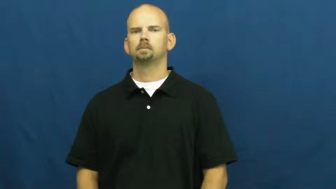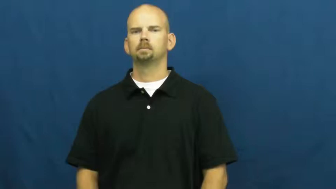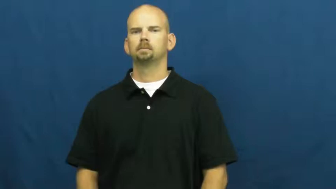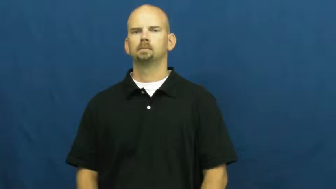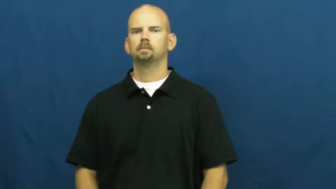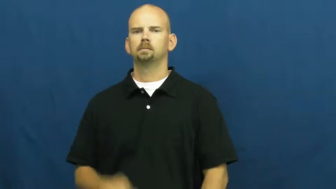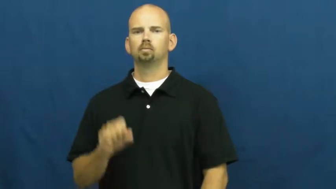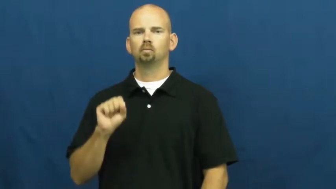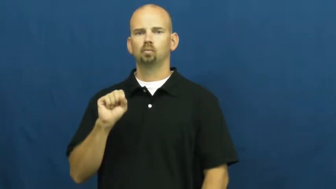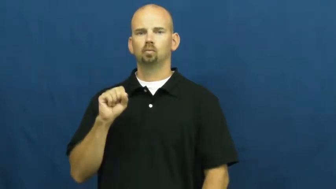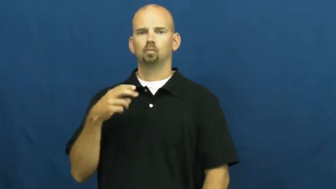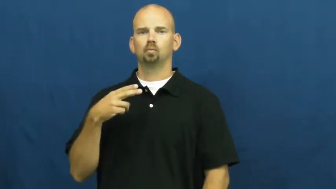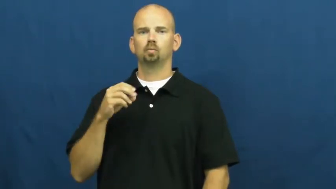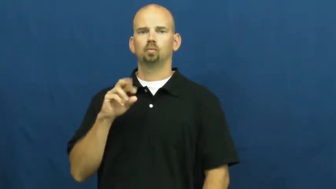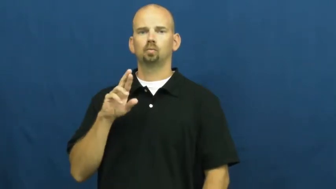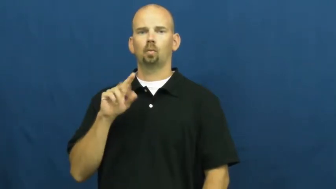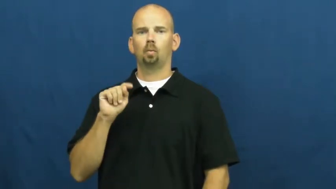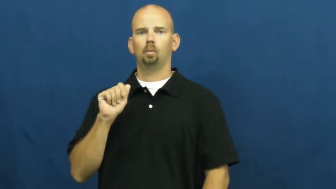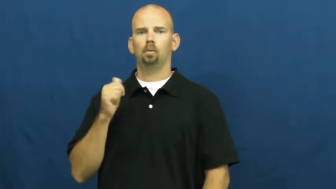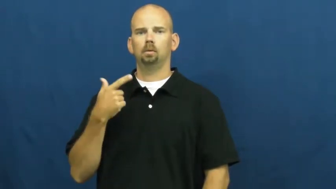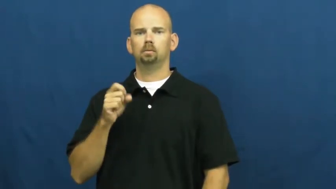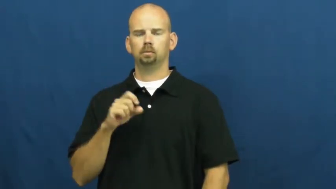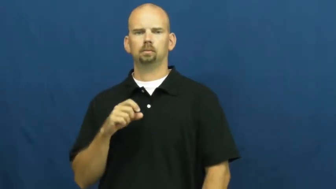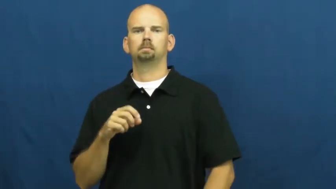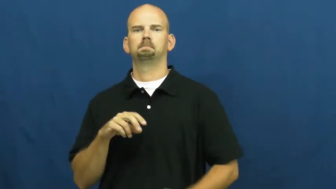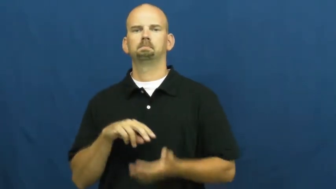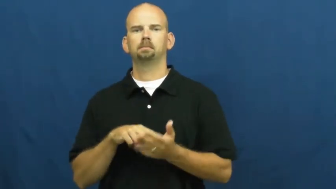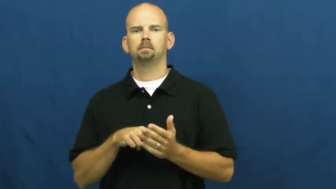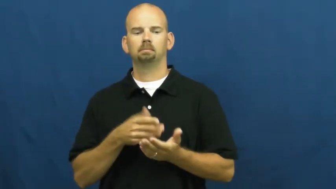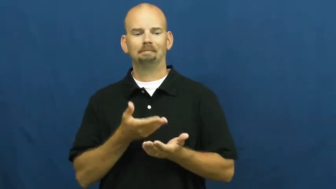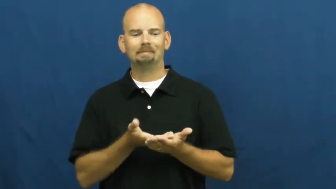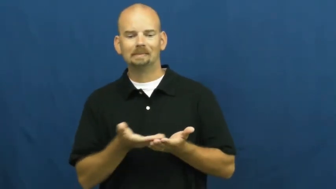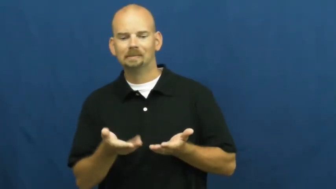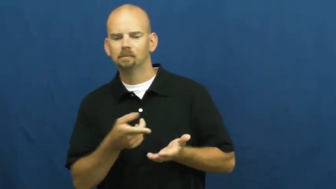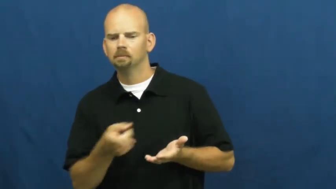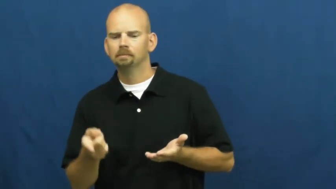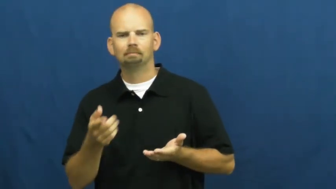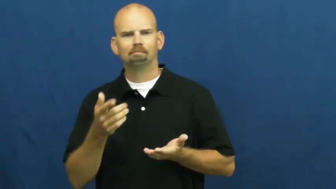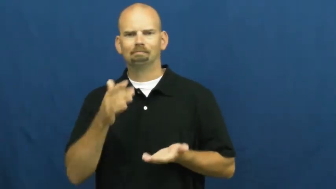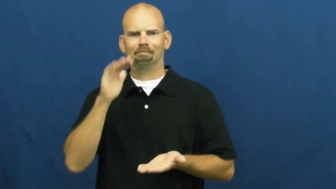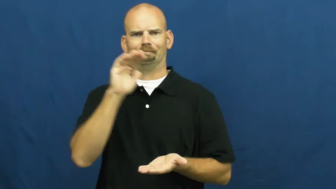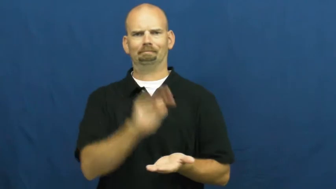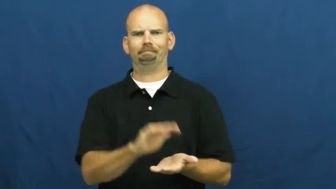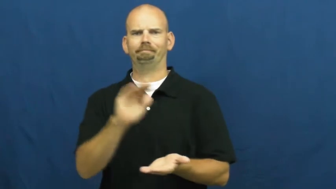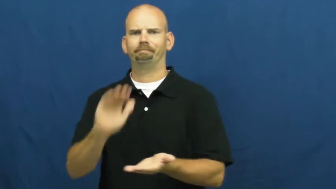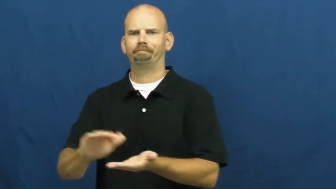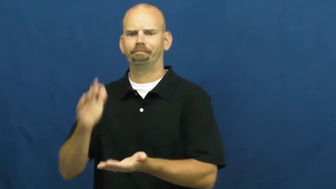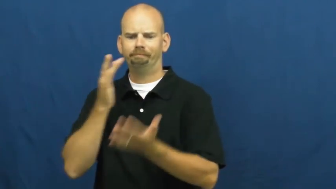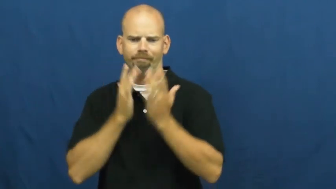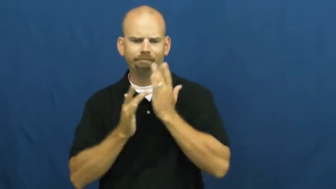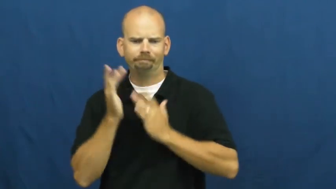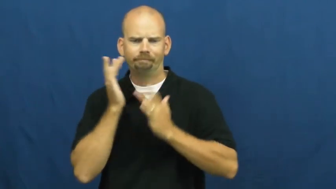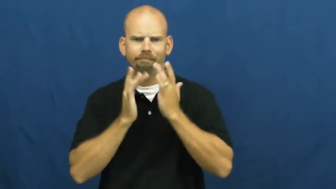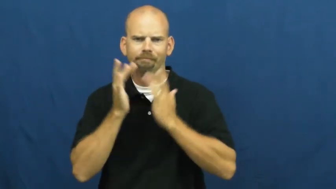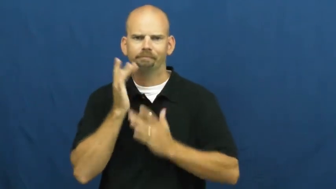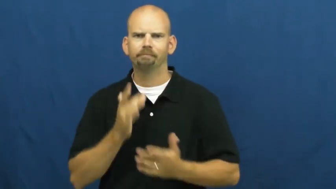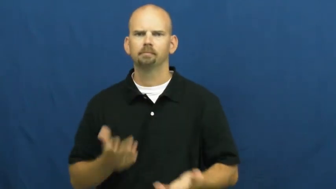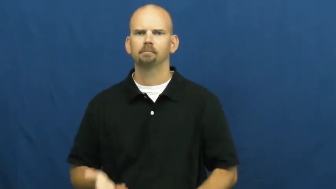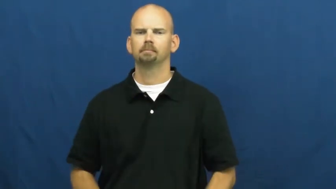shortage